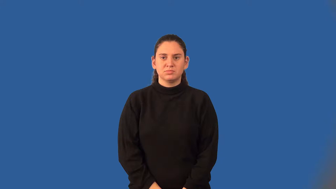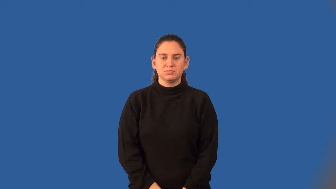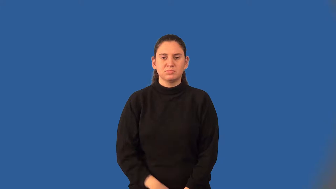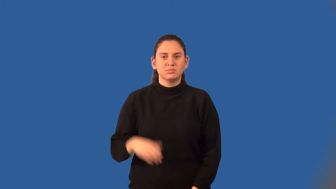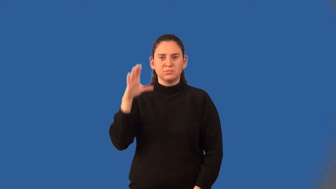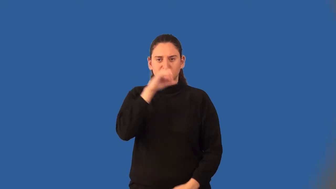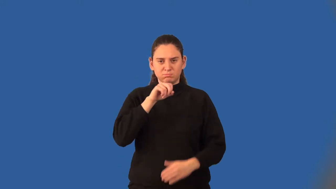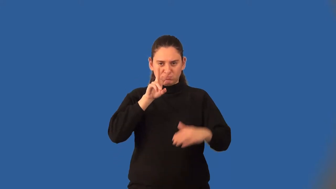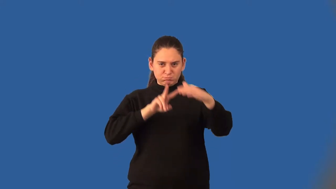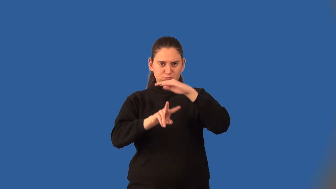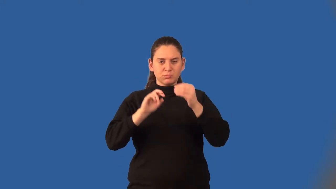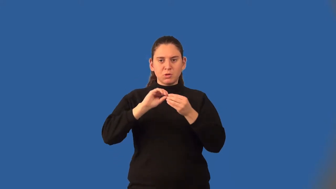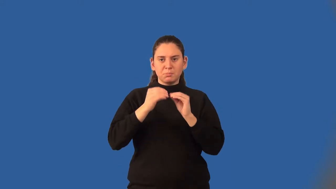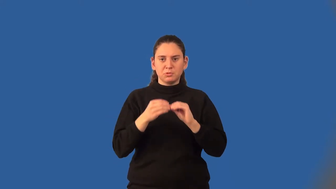extrapolation